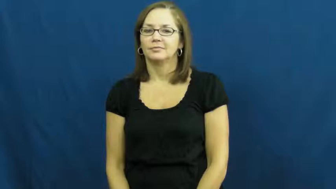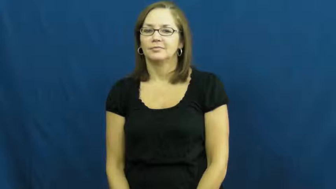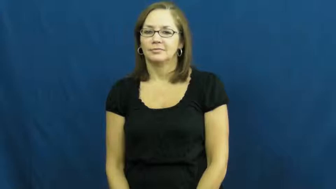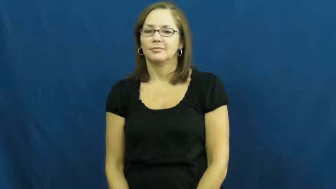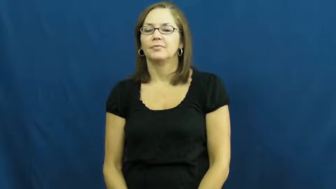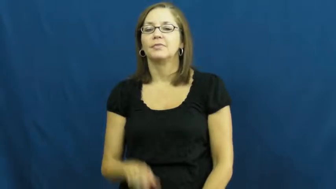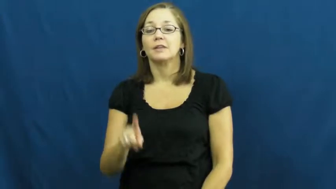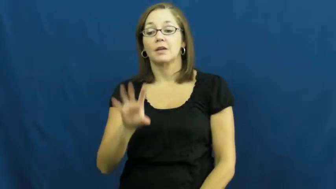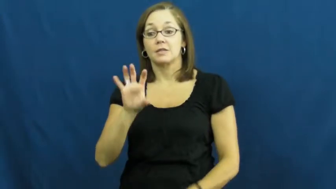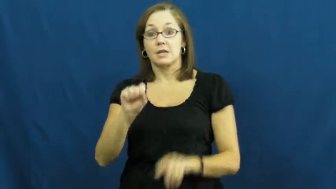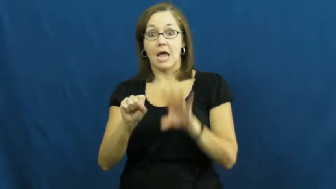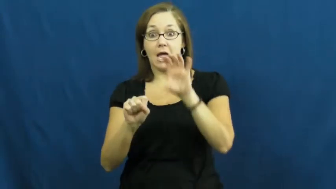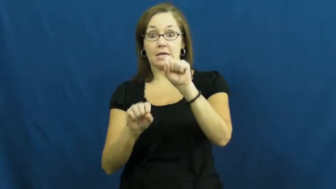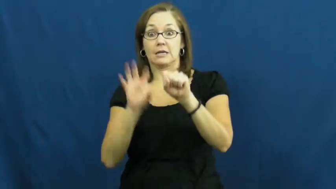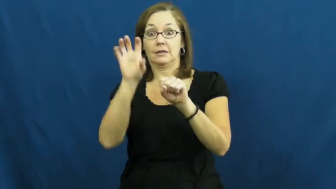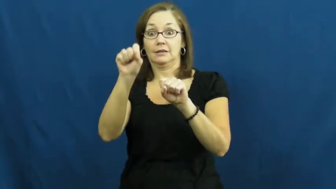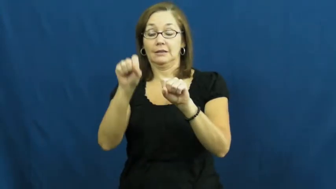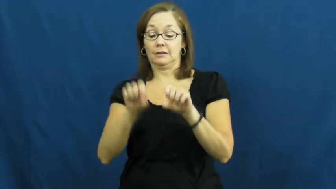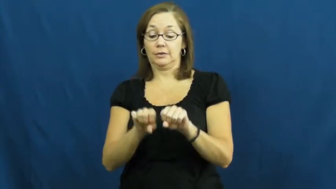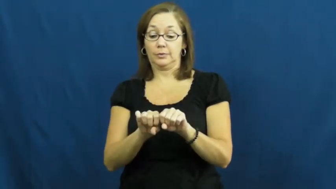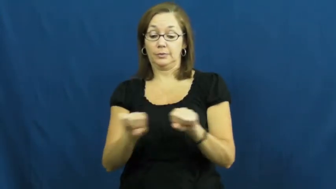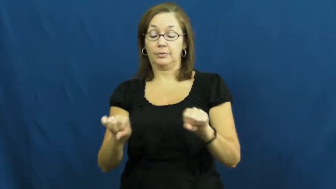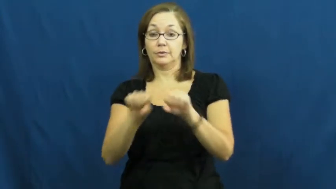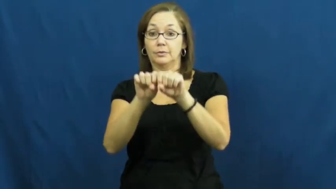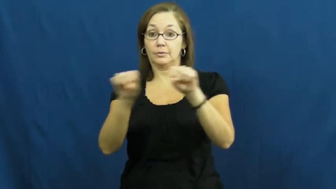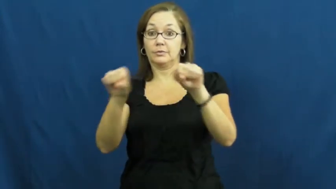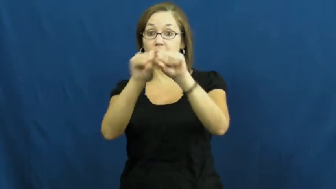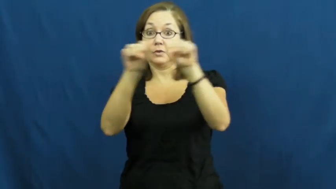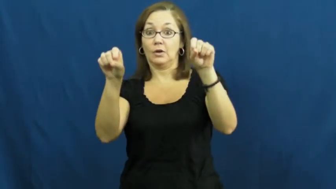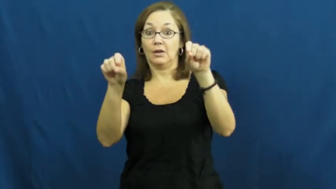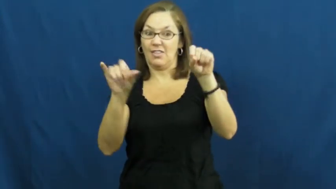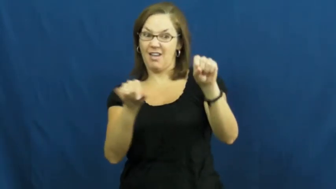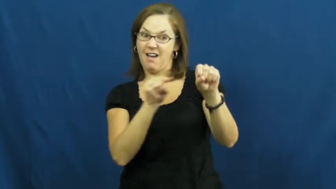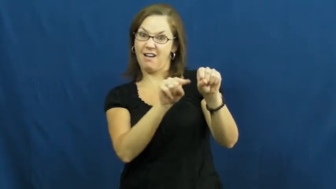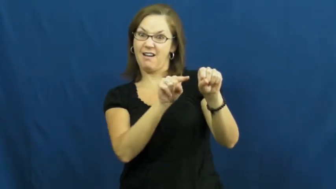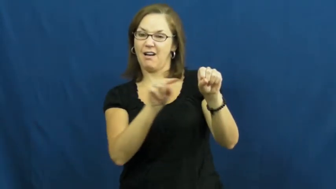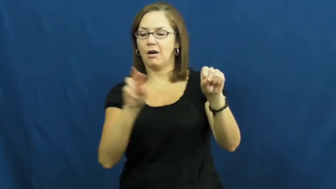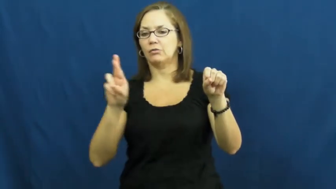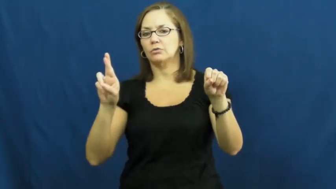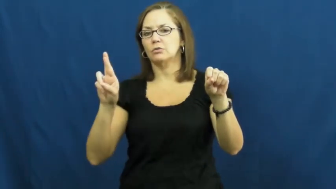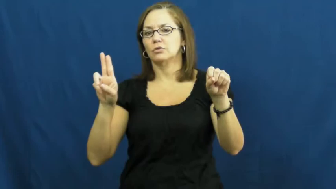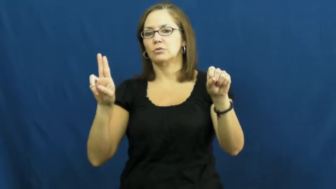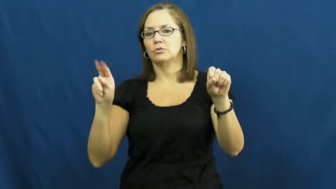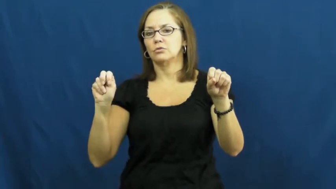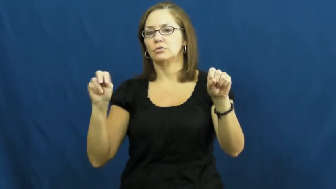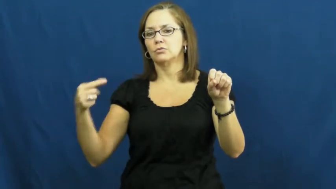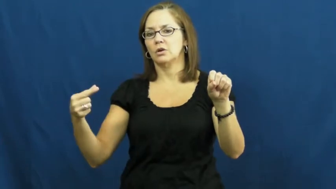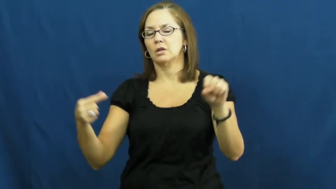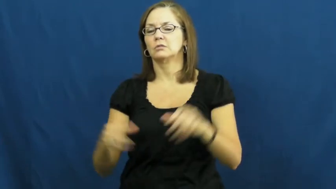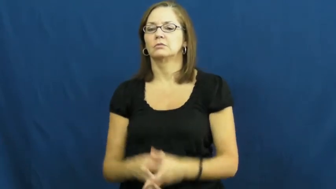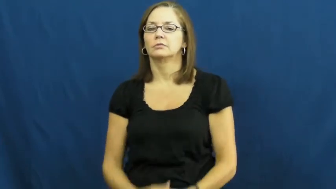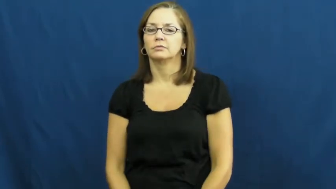rung